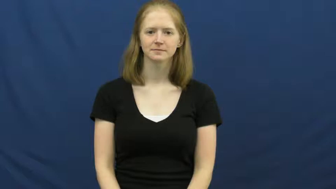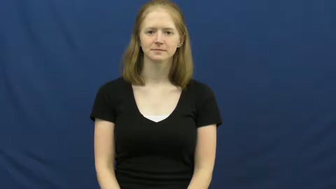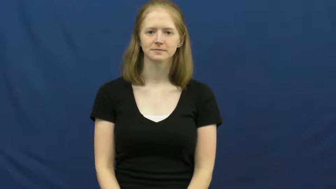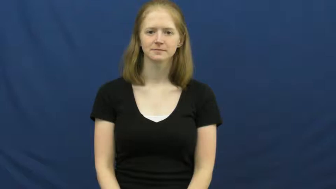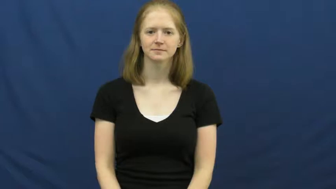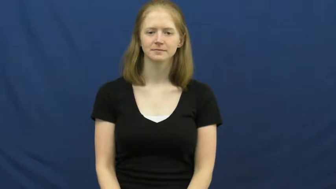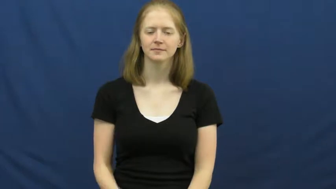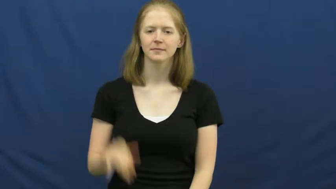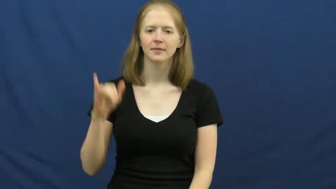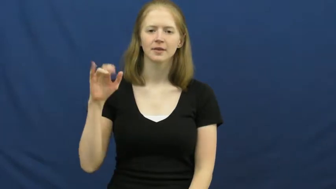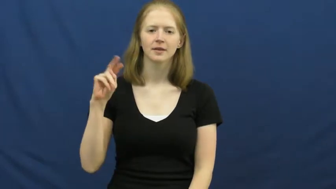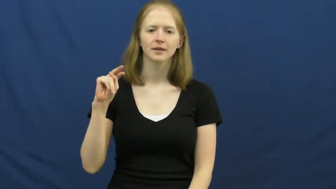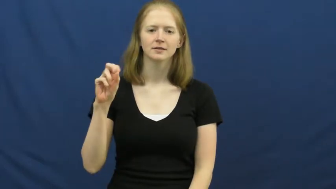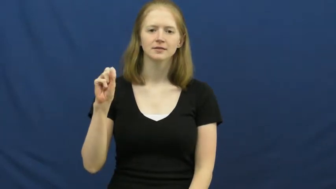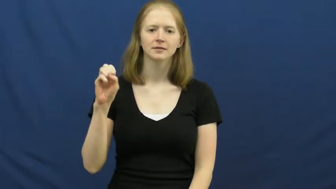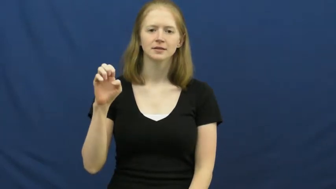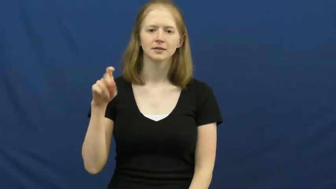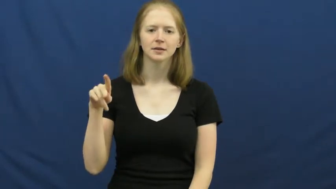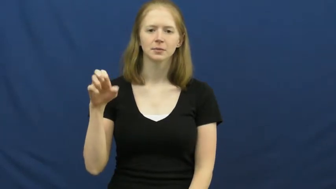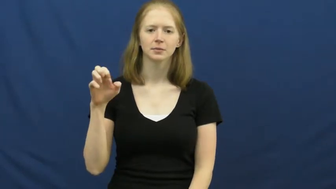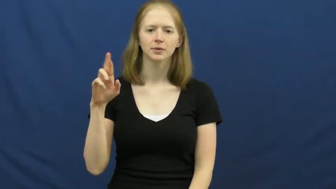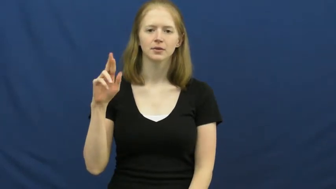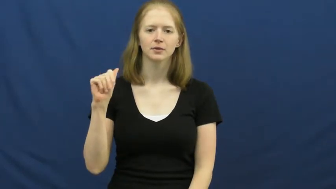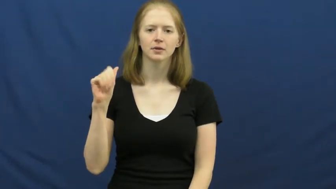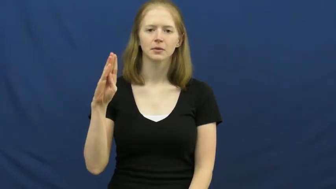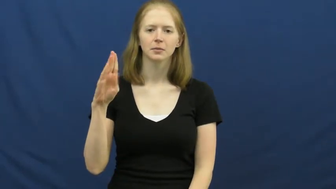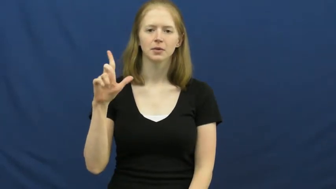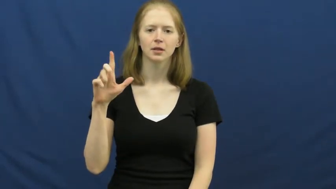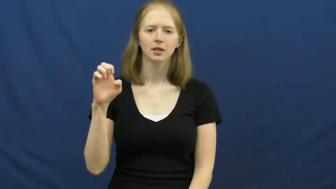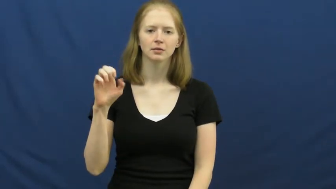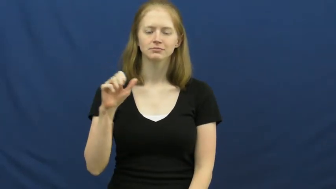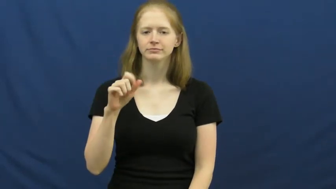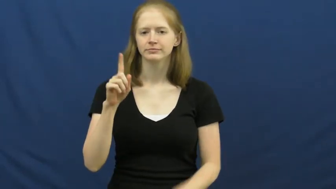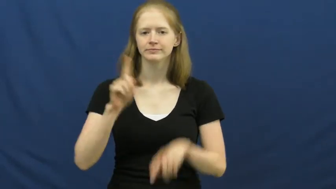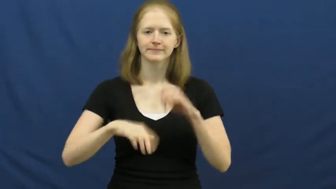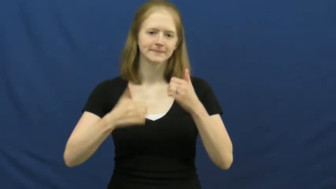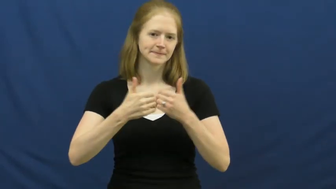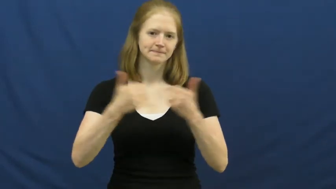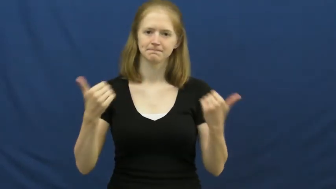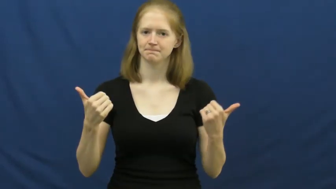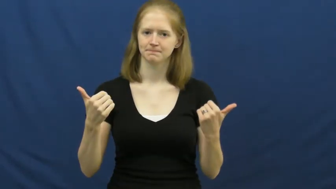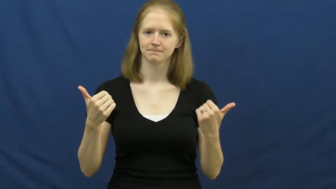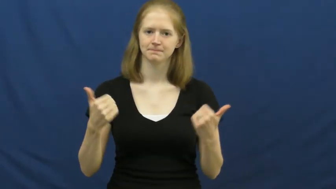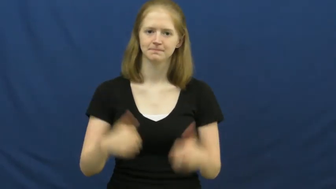inseperable-things